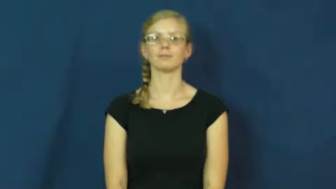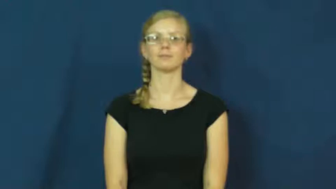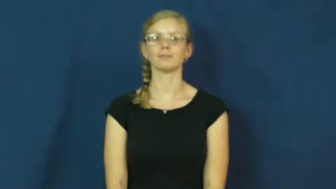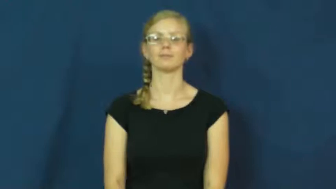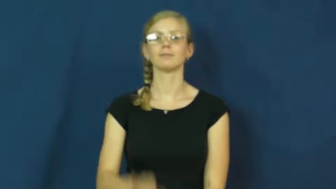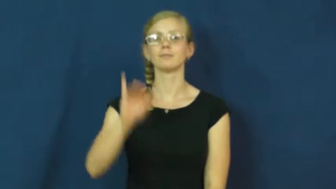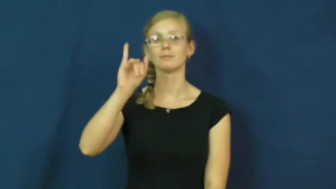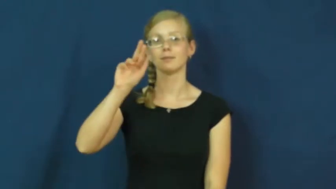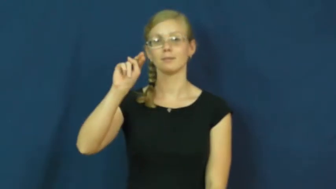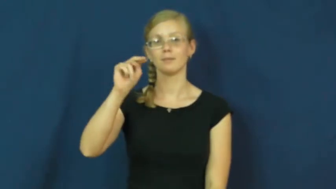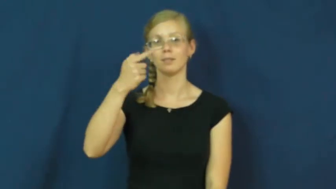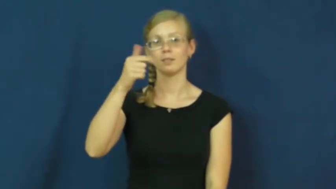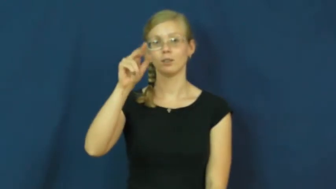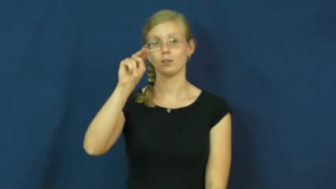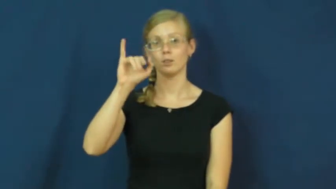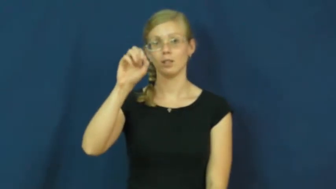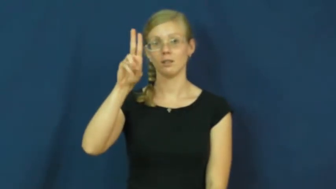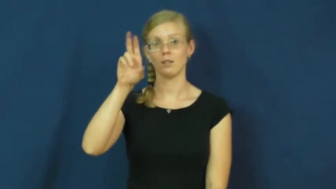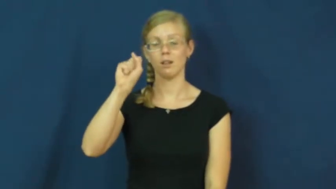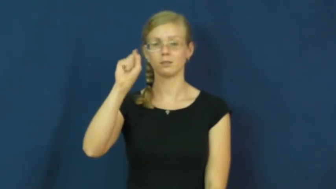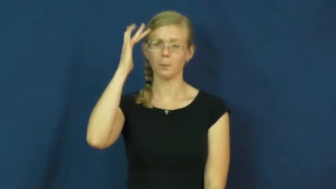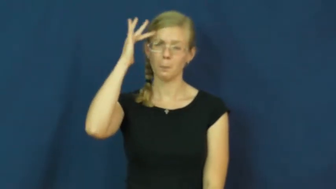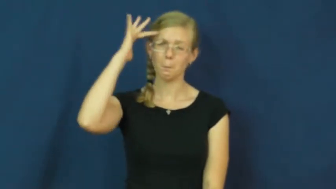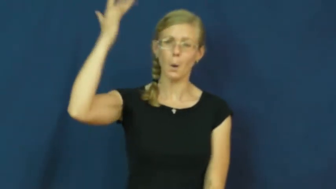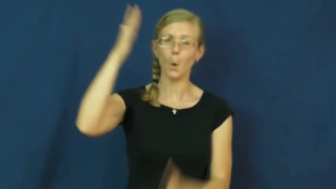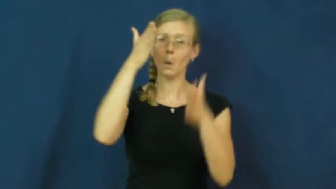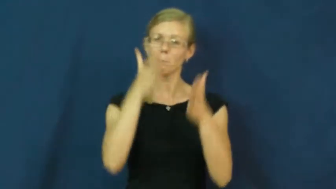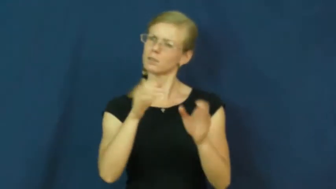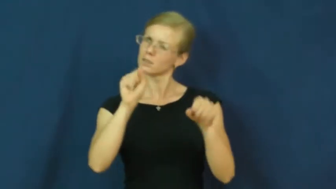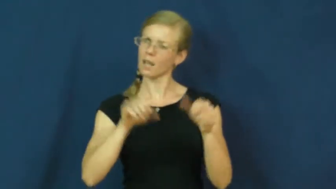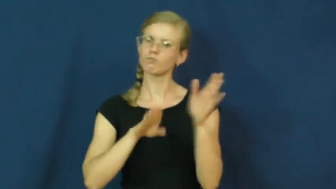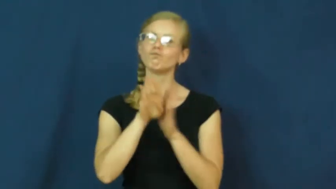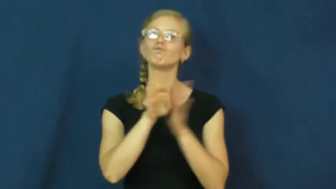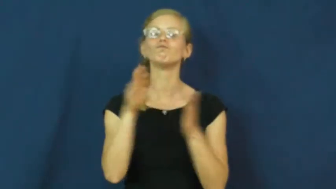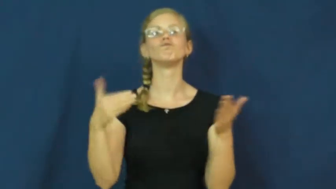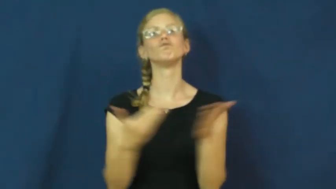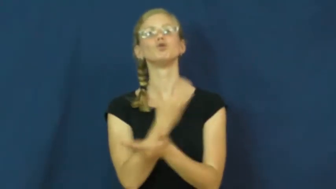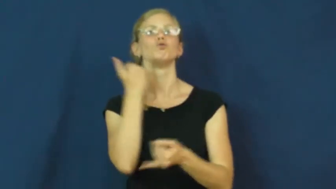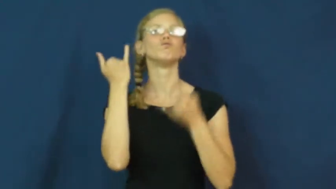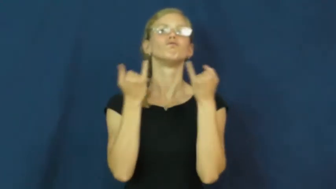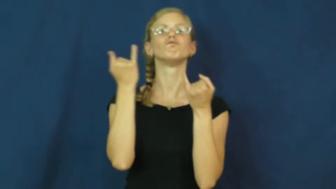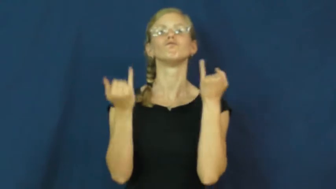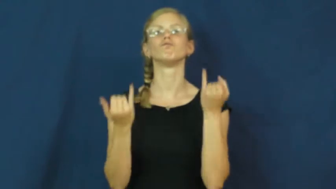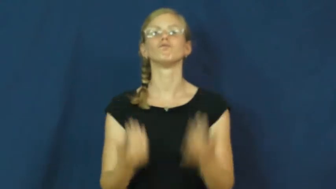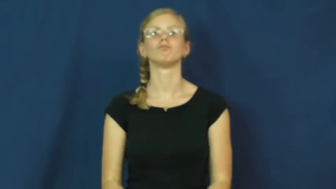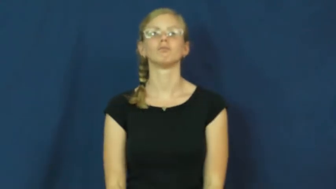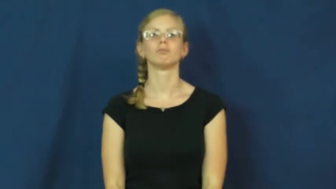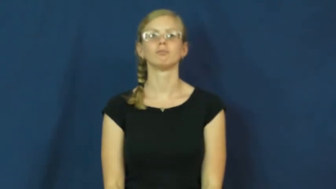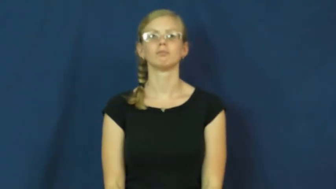ingenious